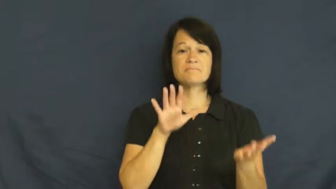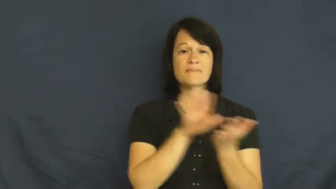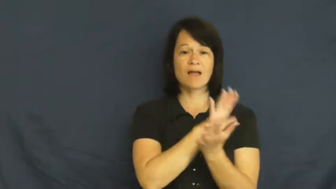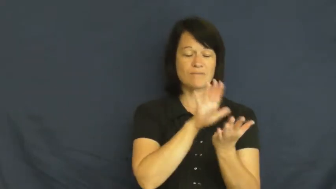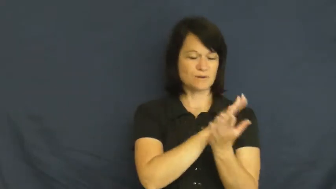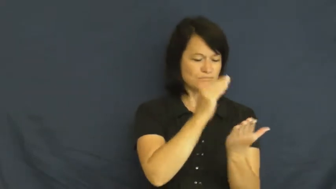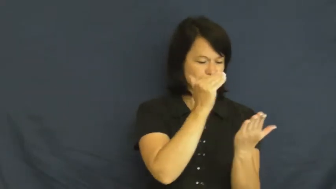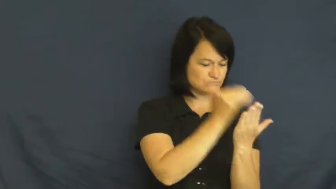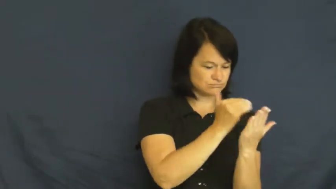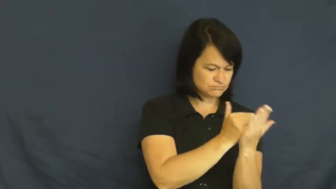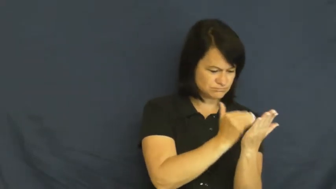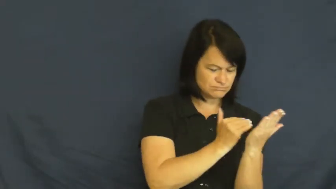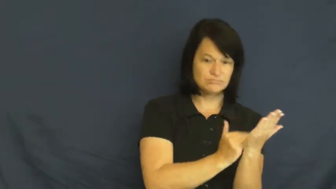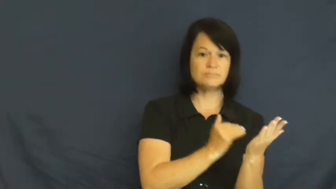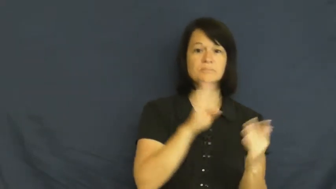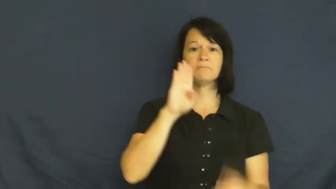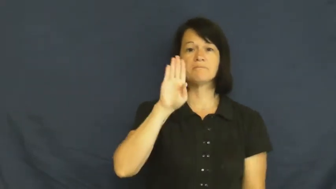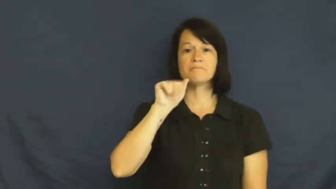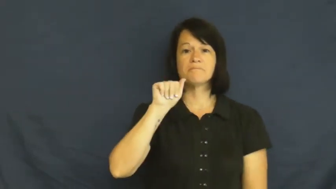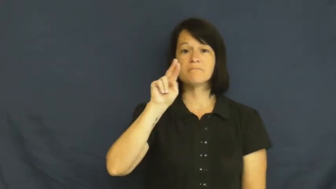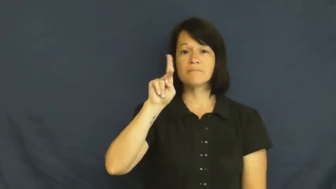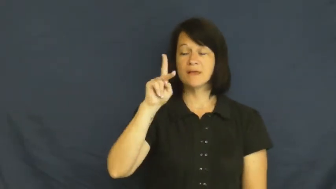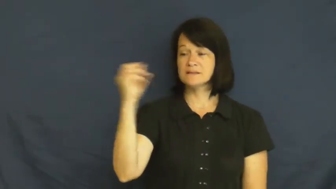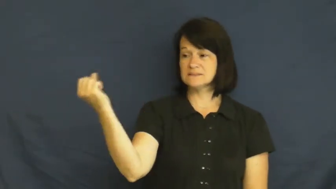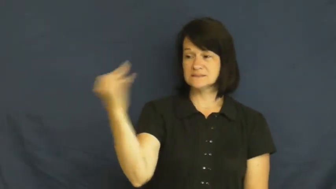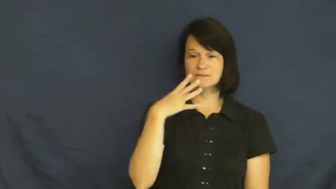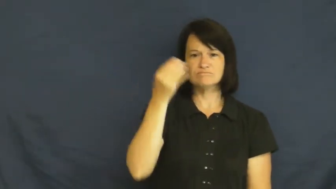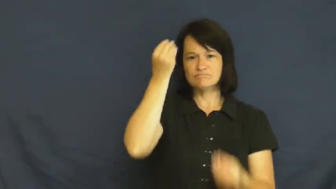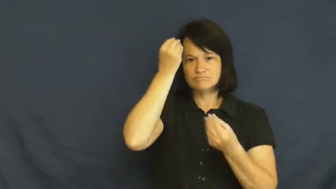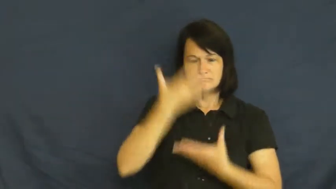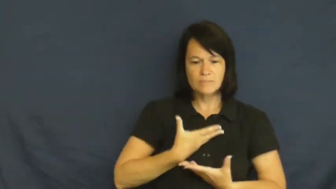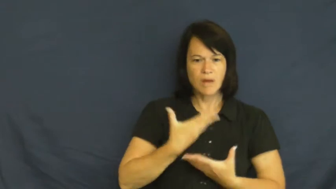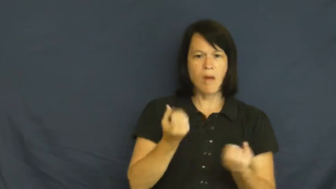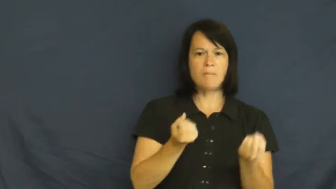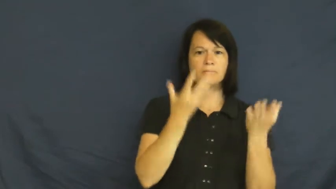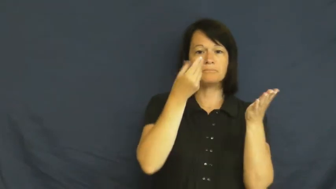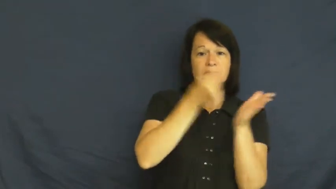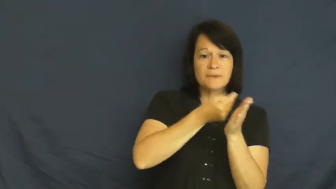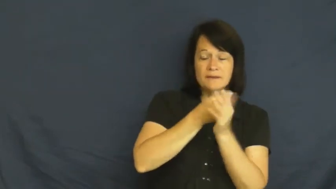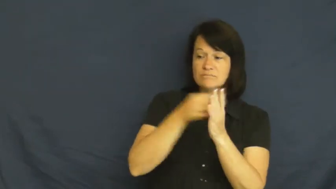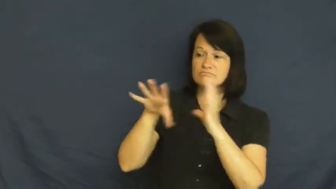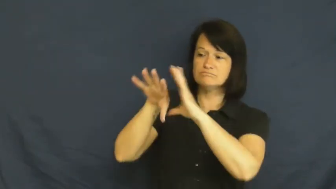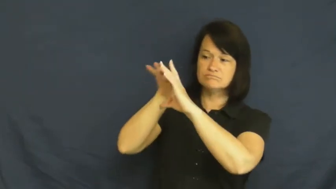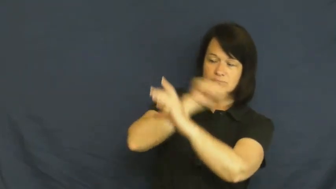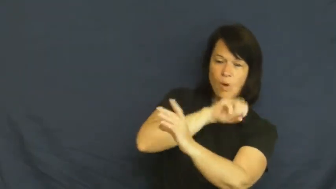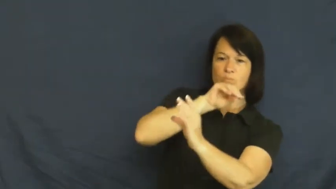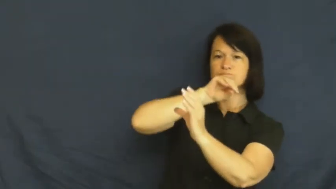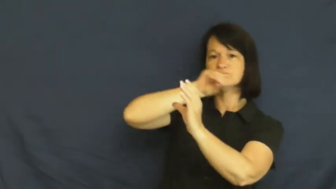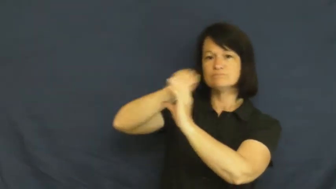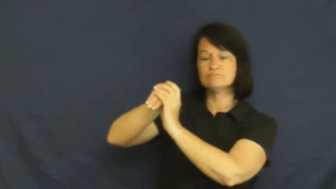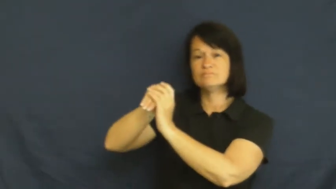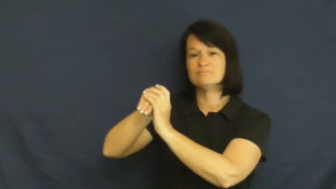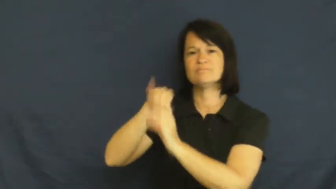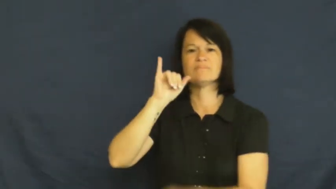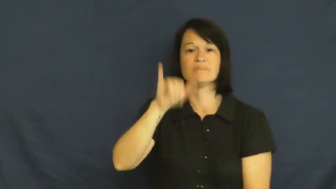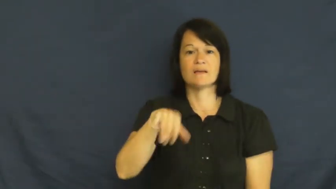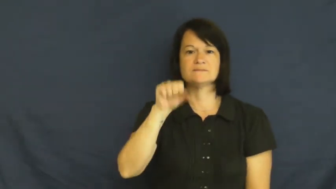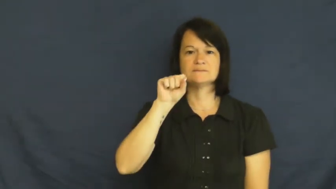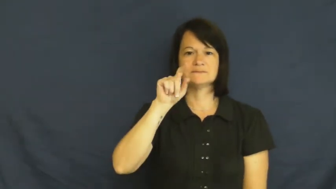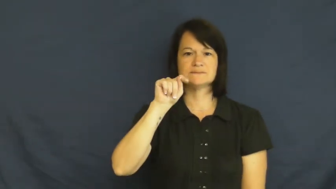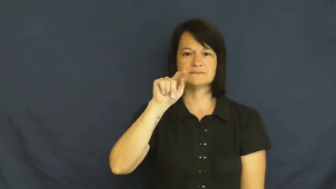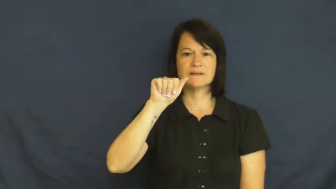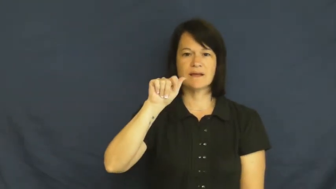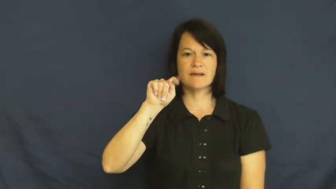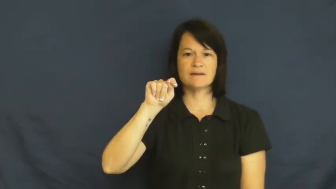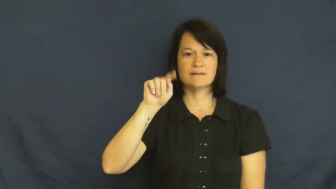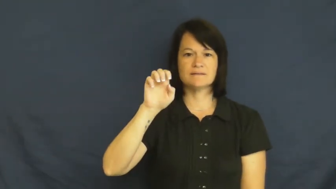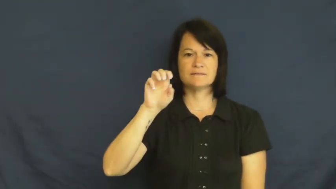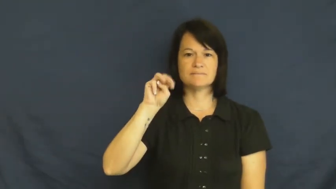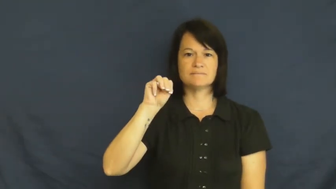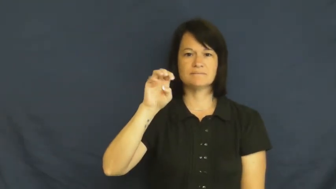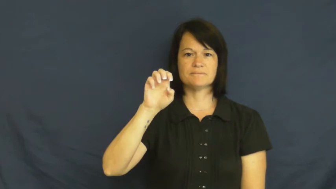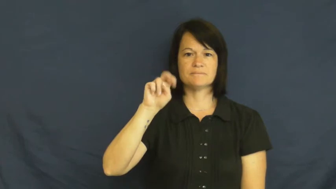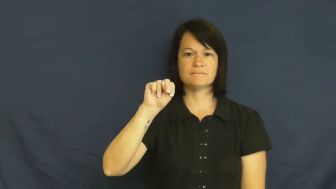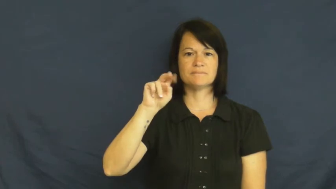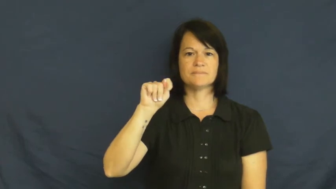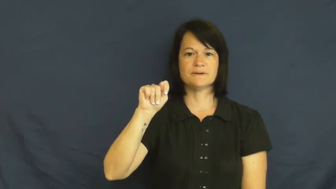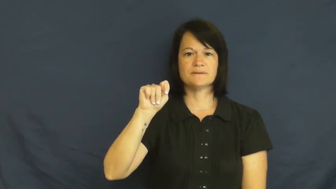statement-bill